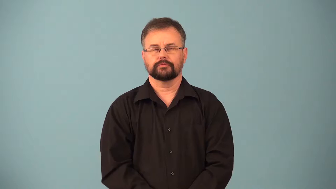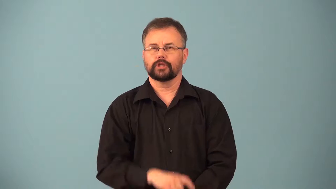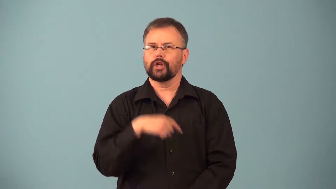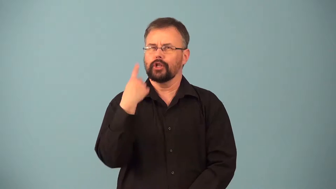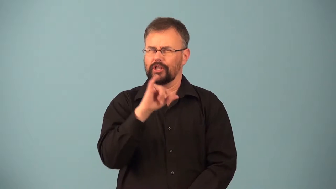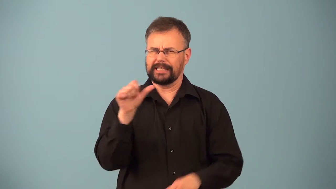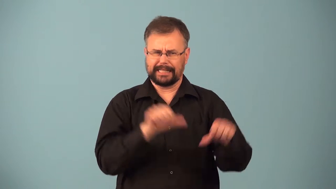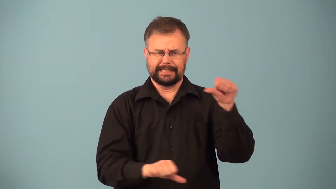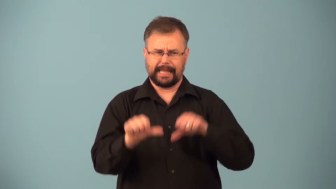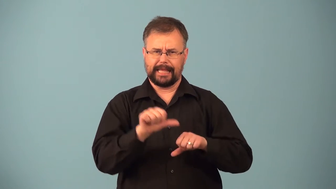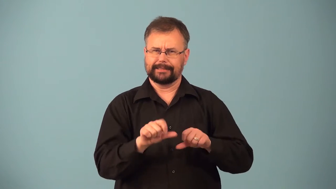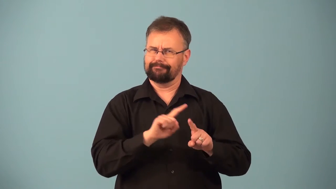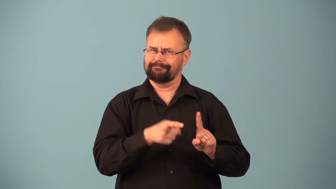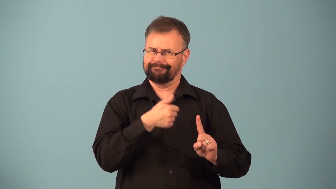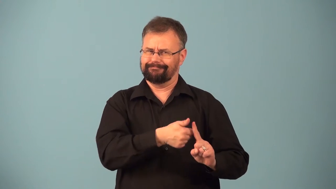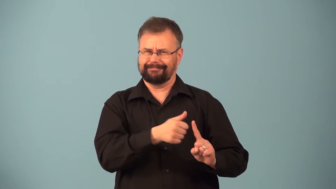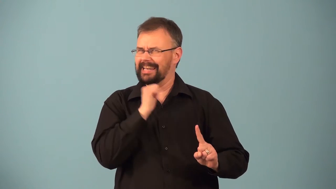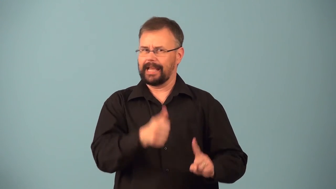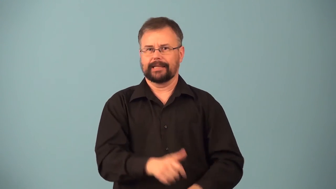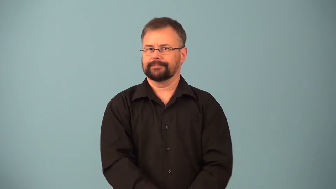pseudoscience